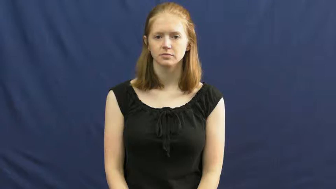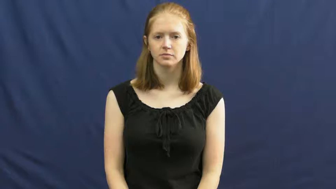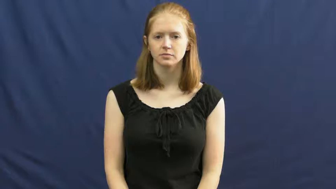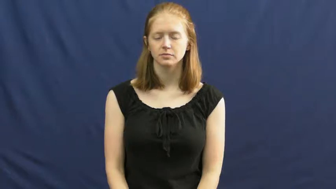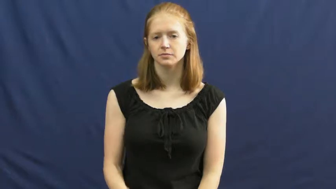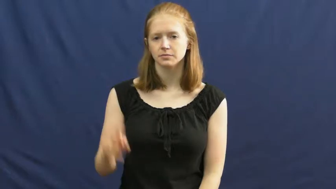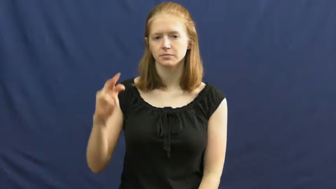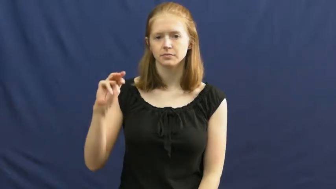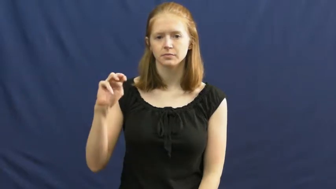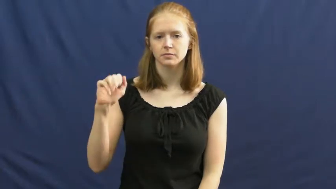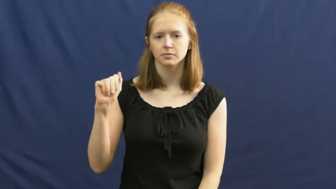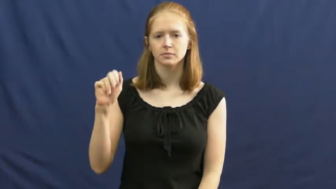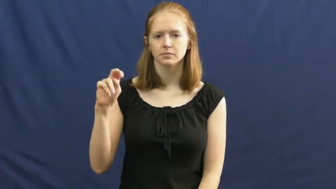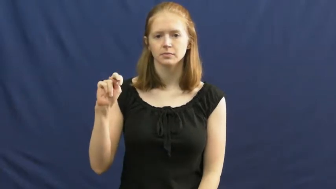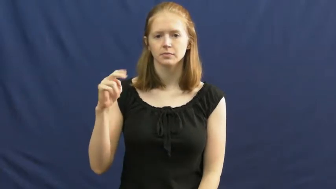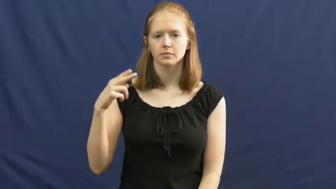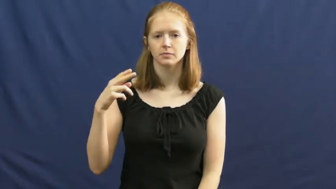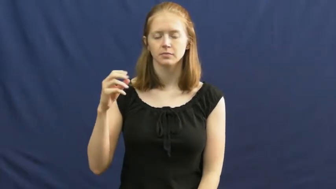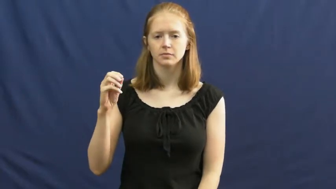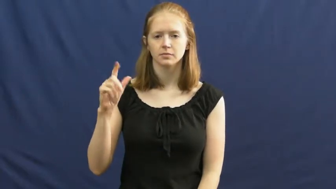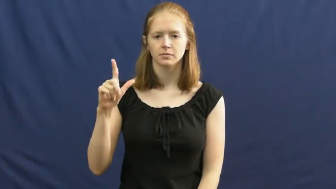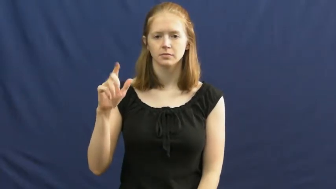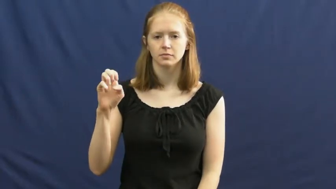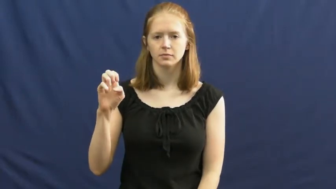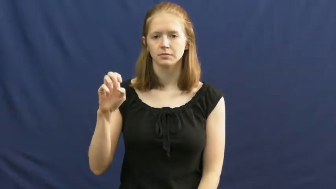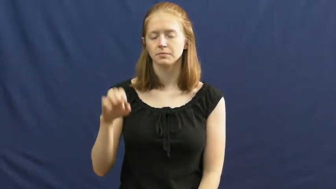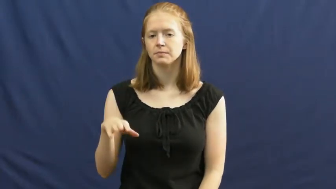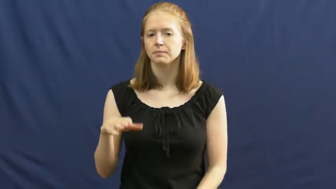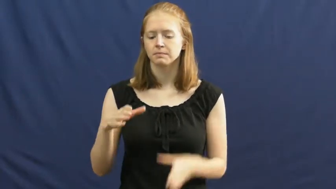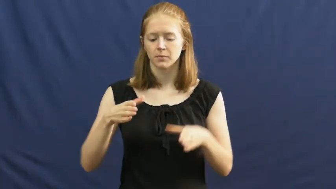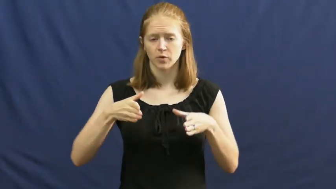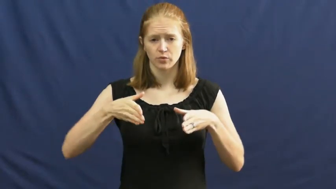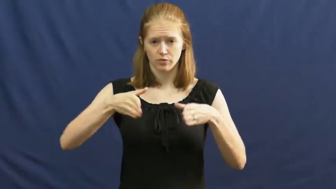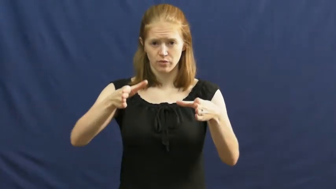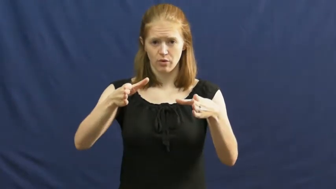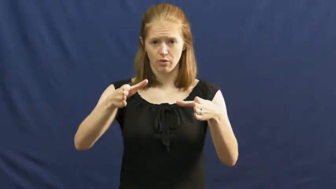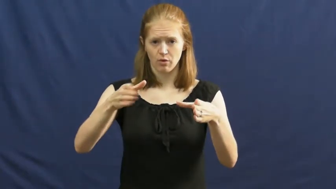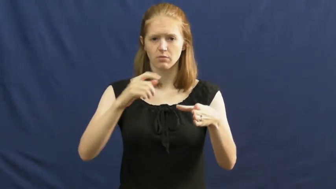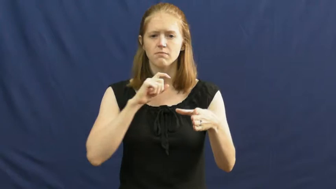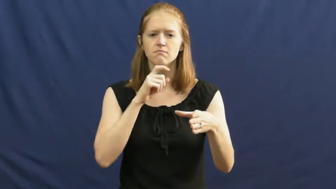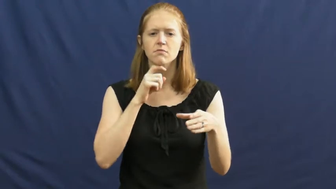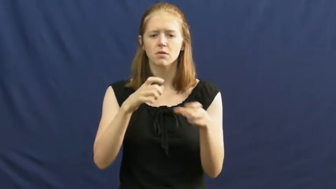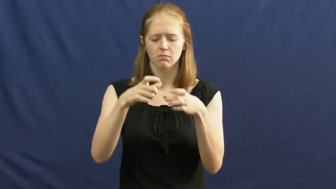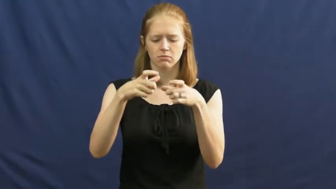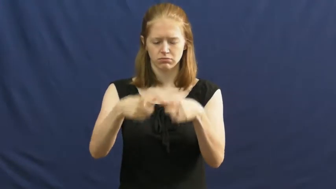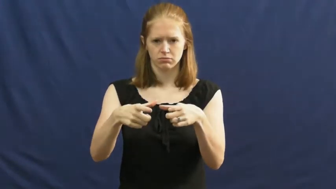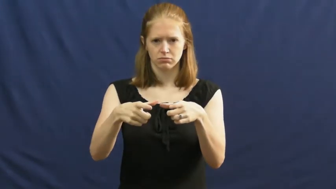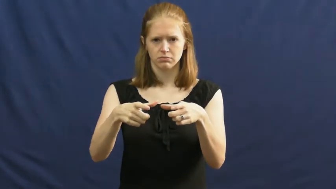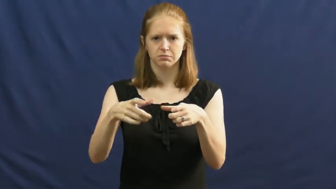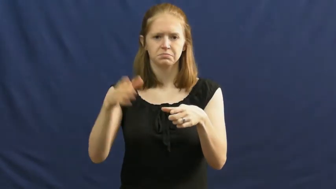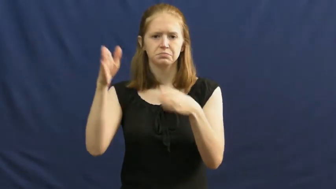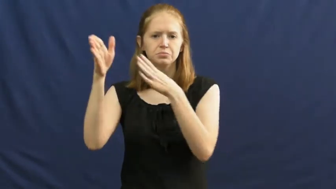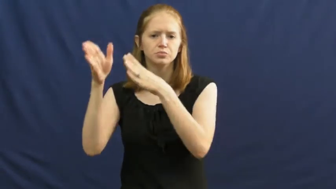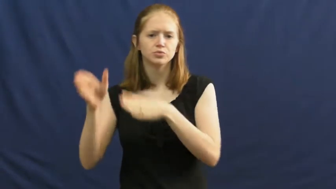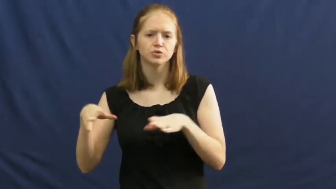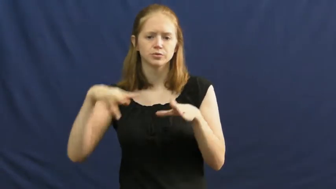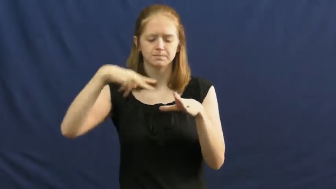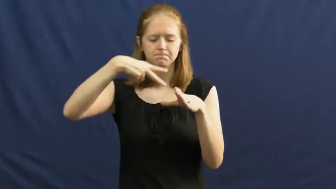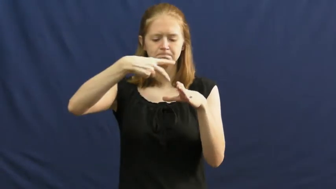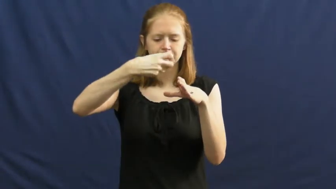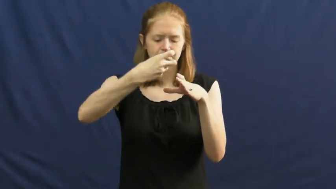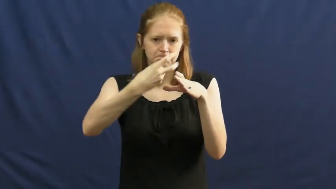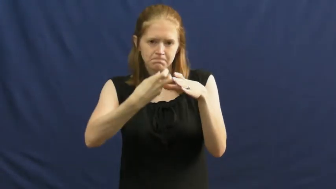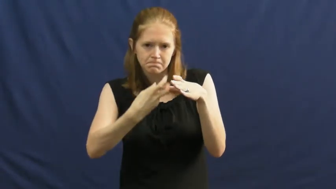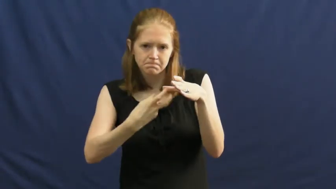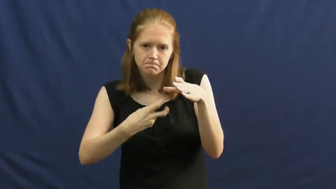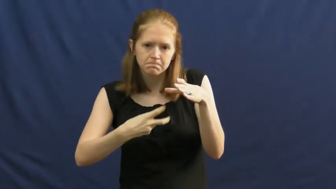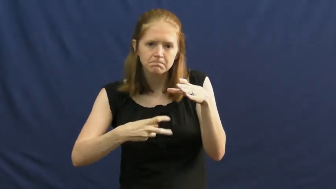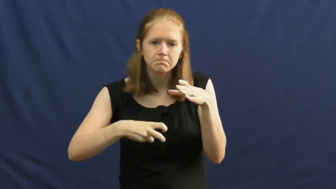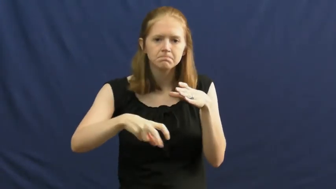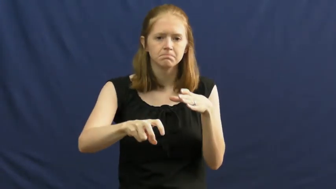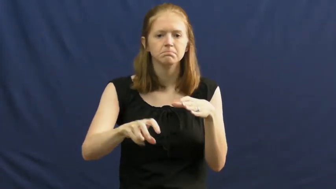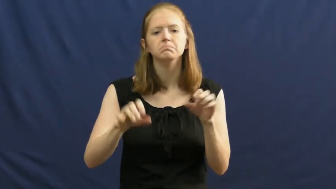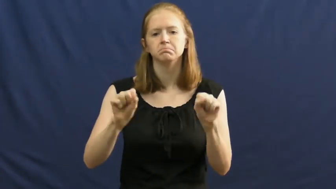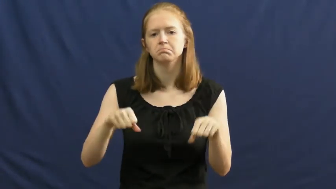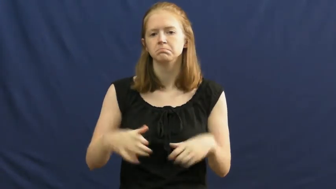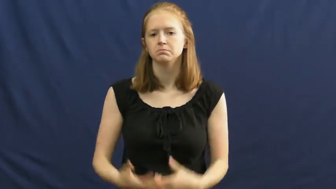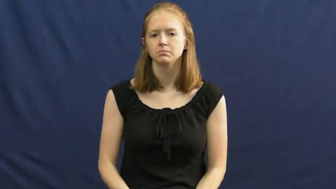manhole